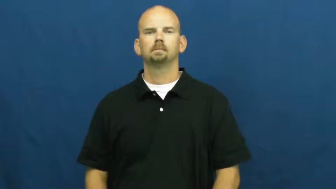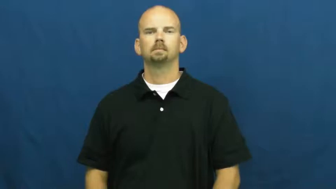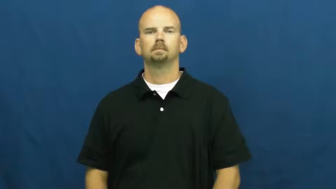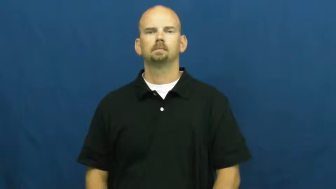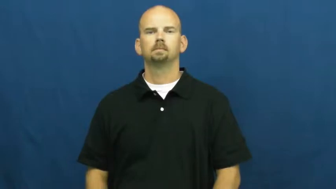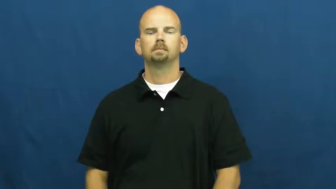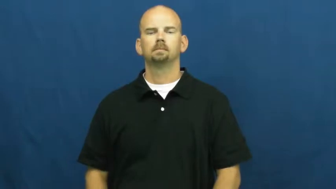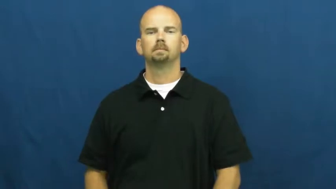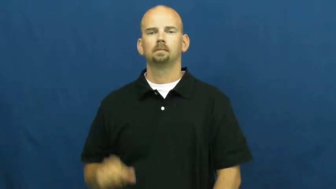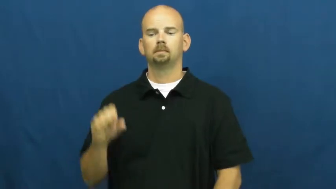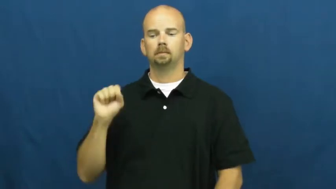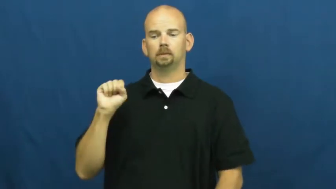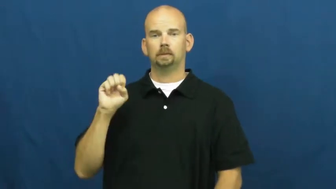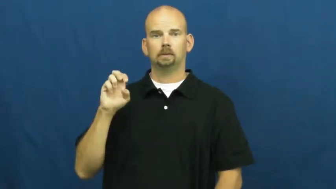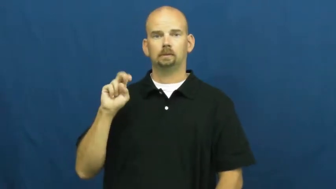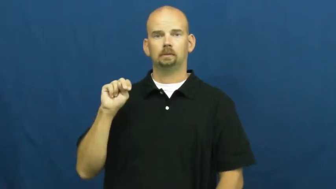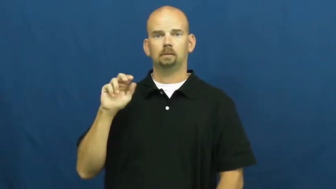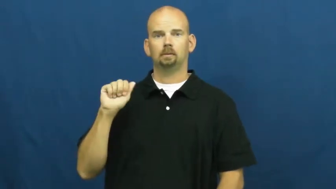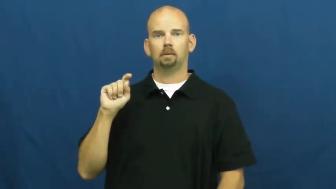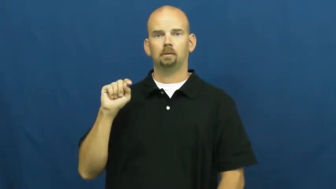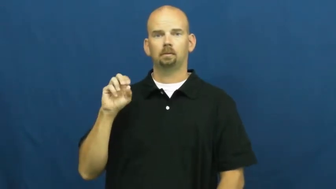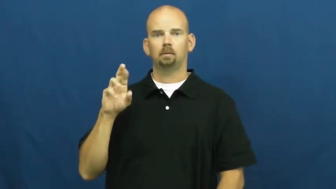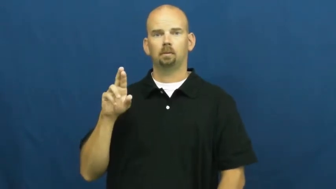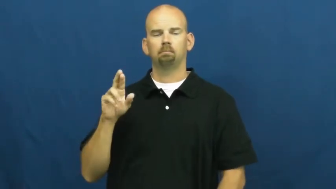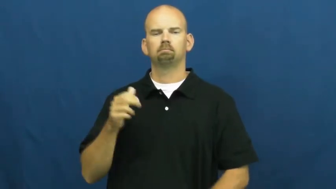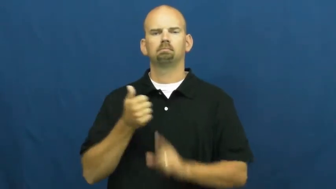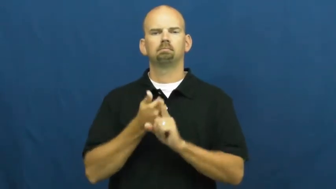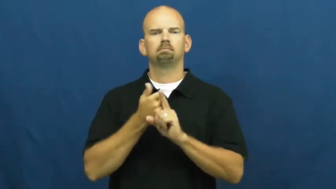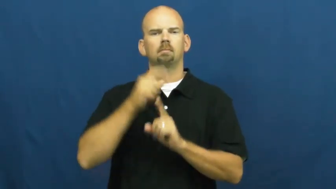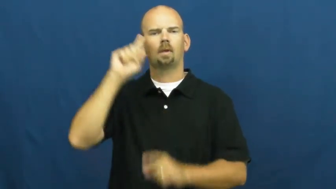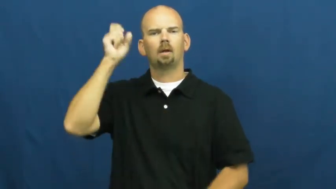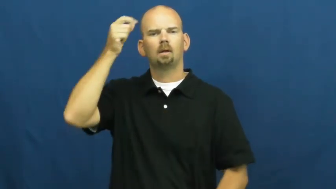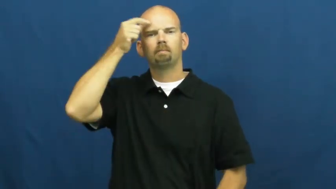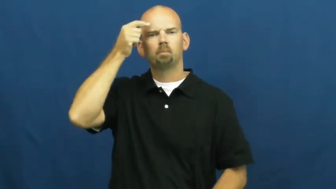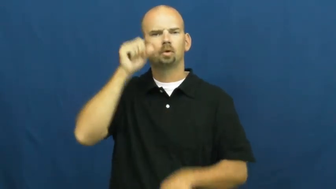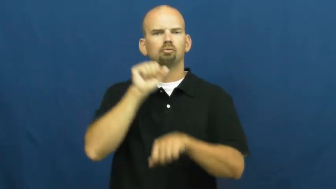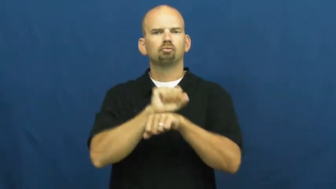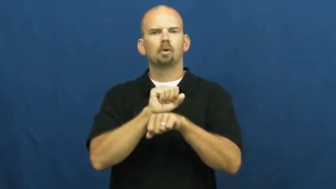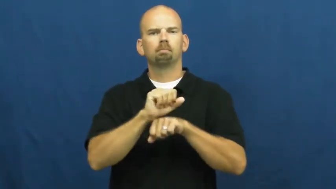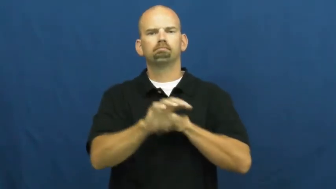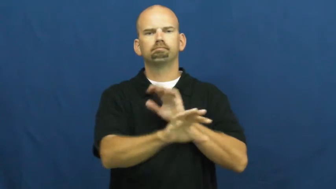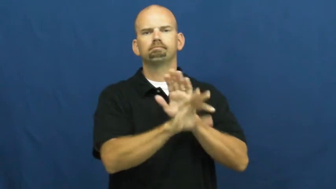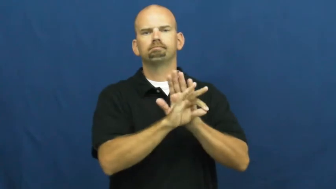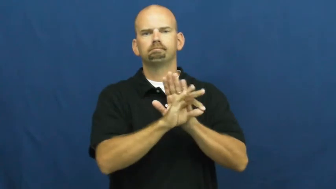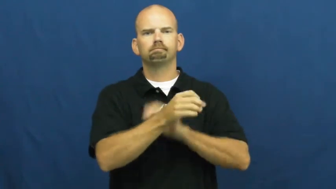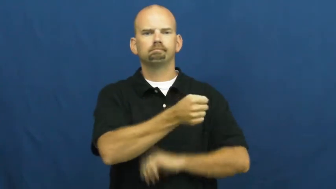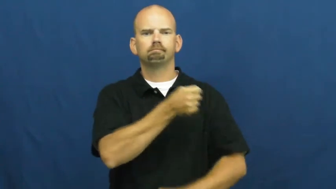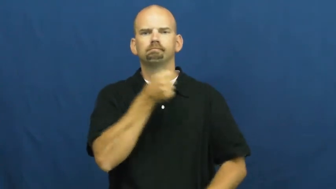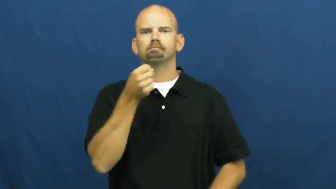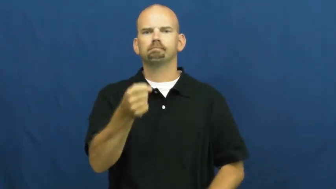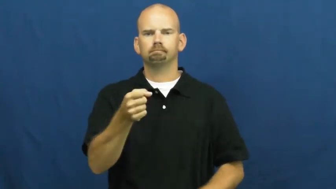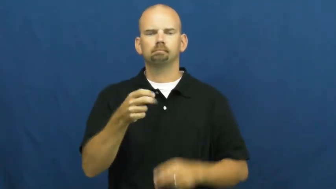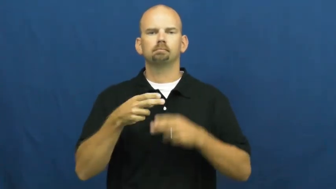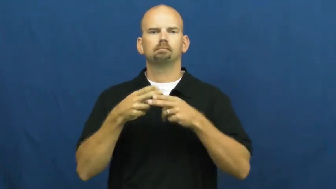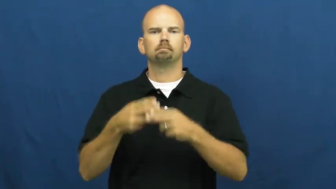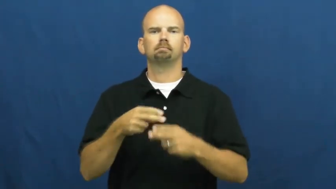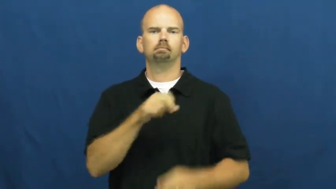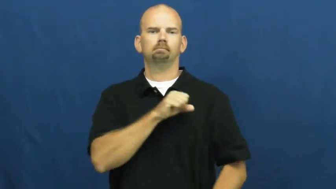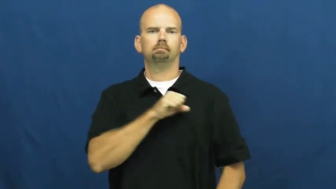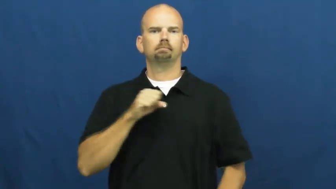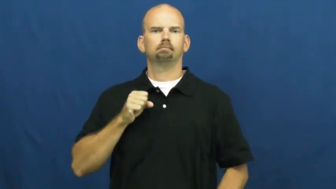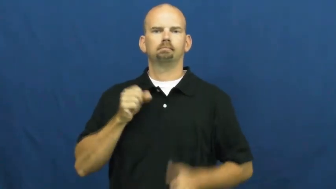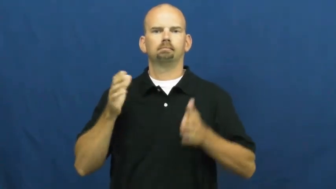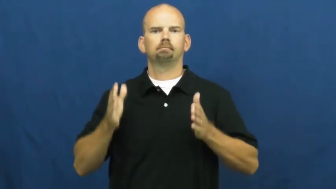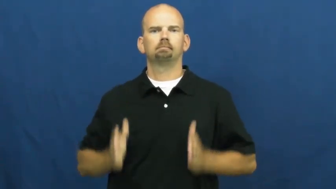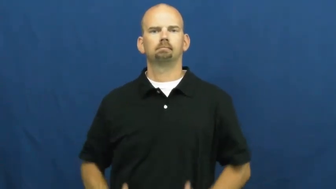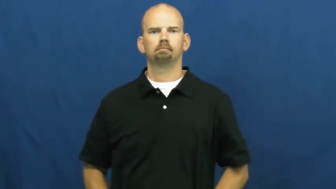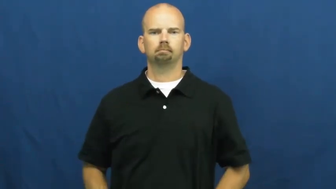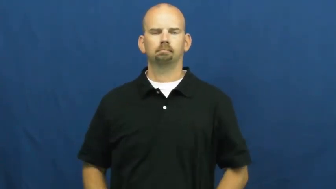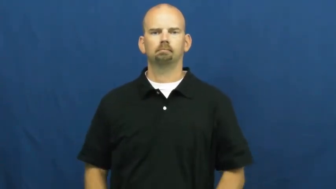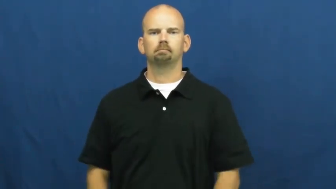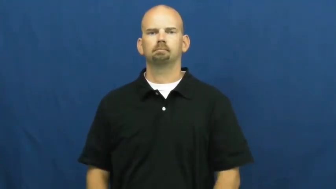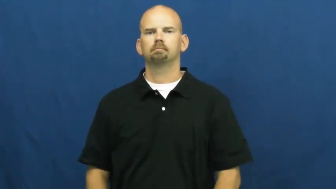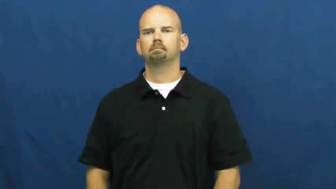senator